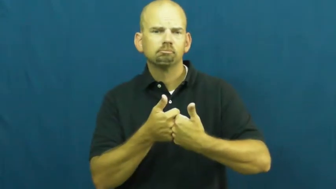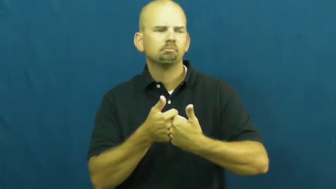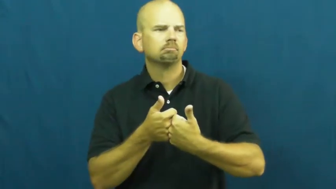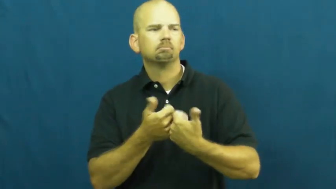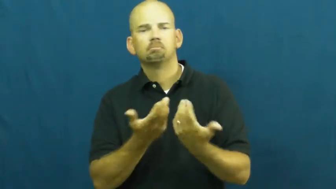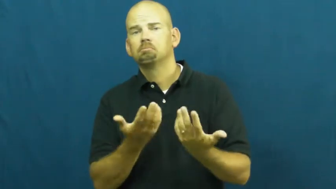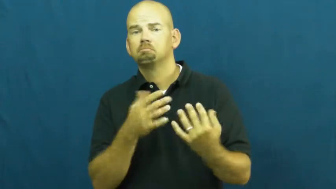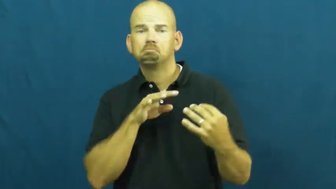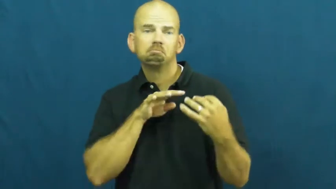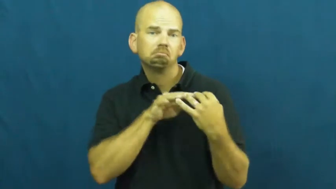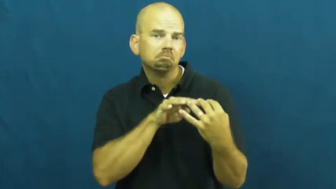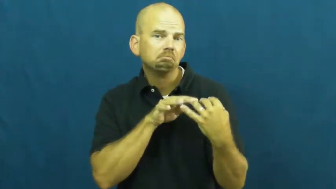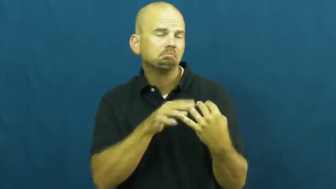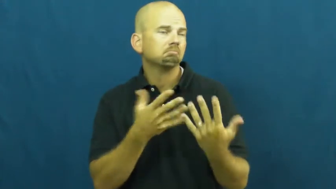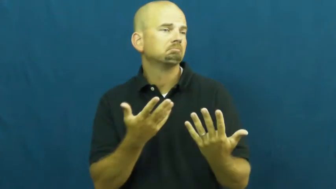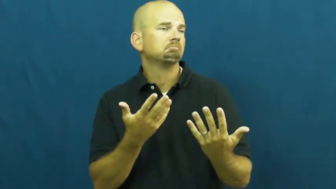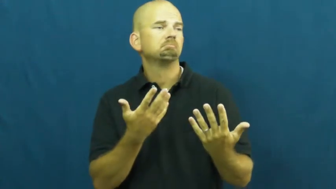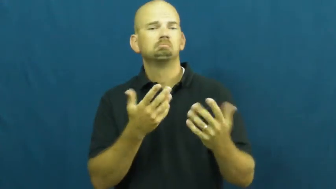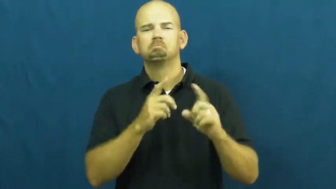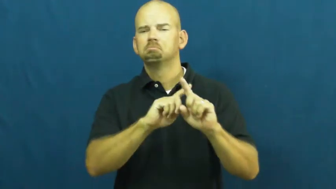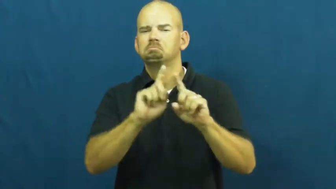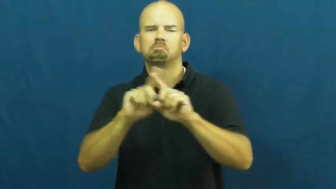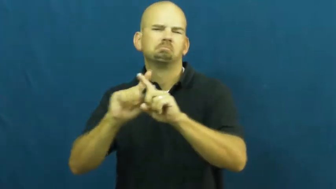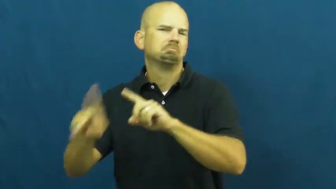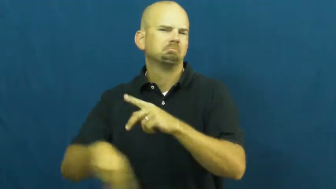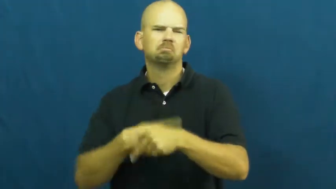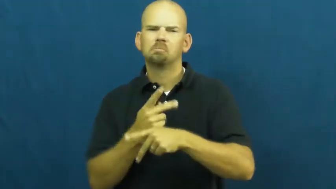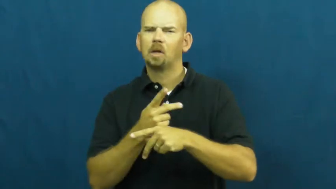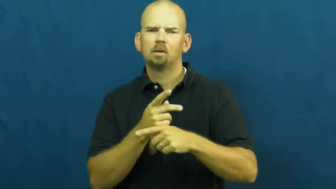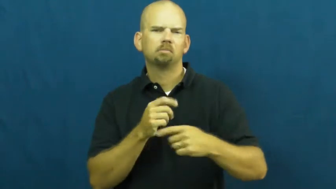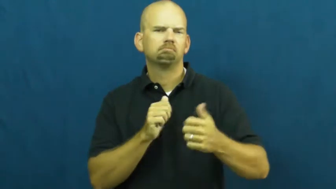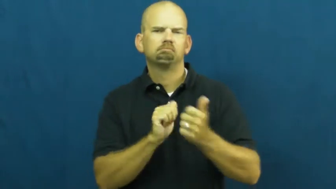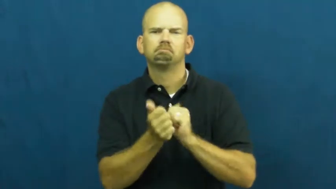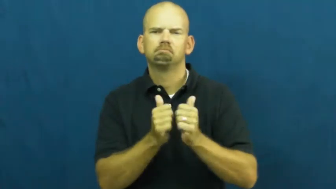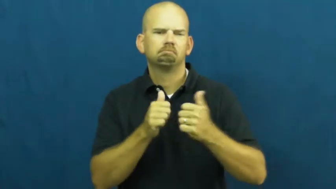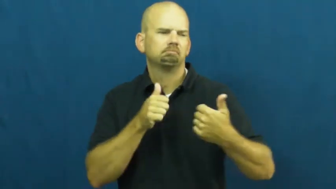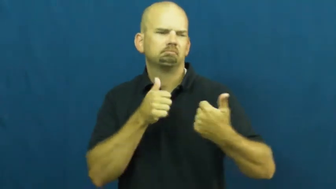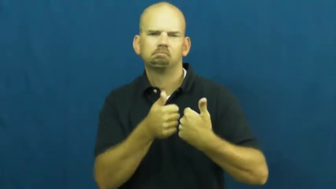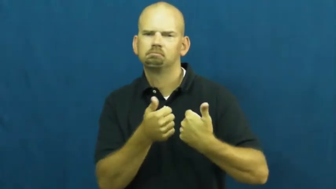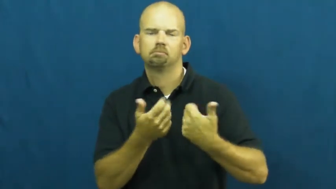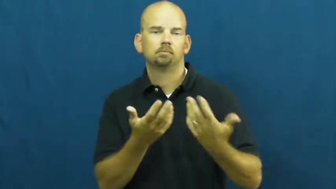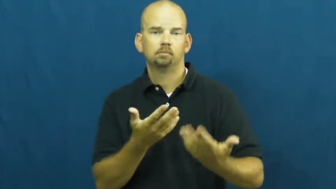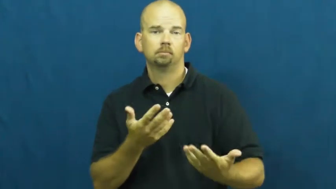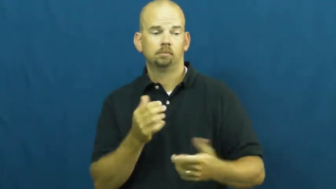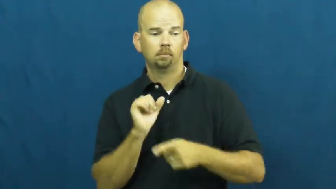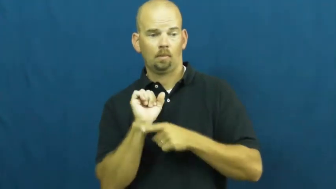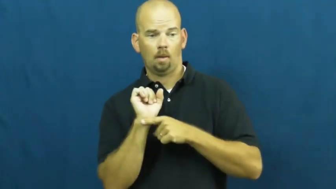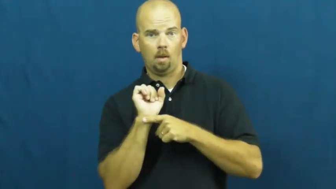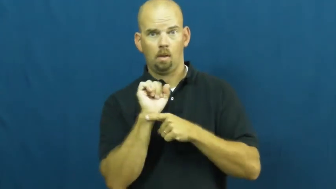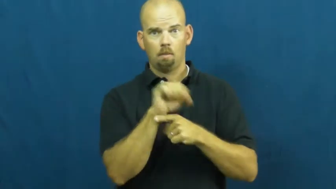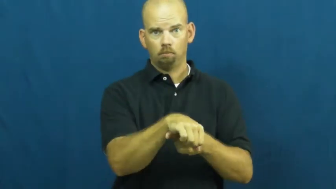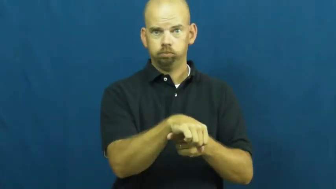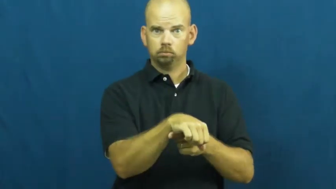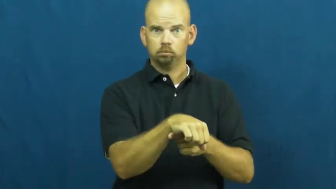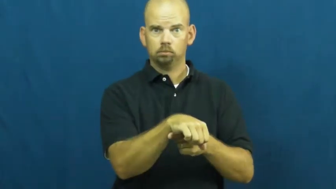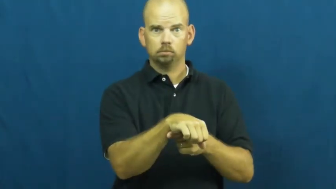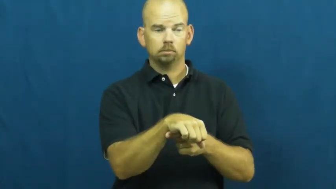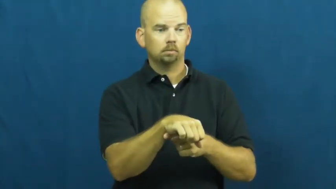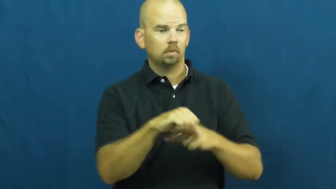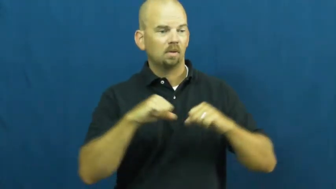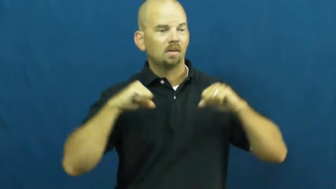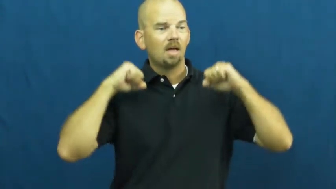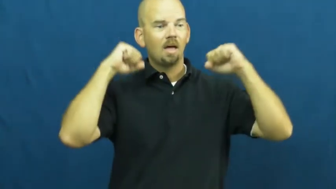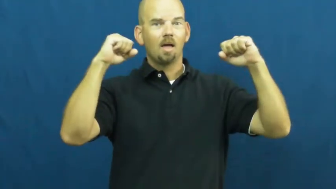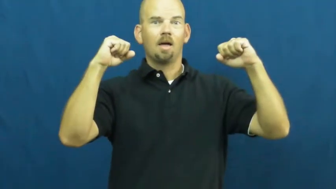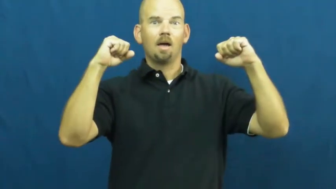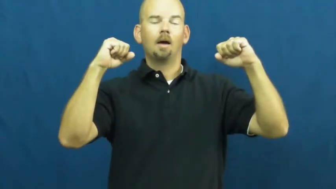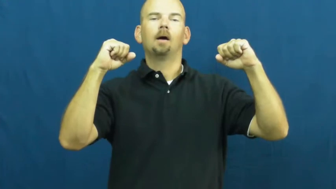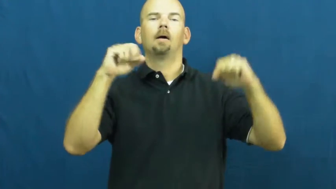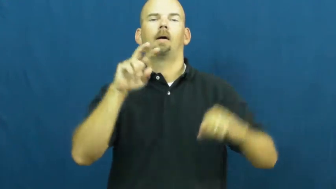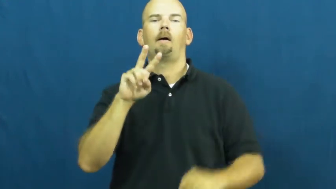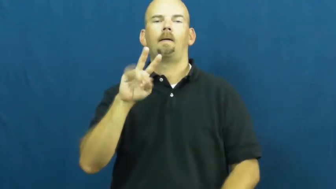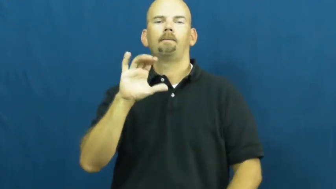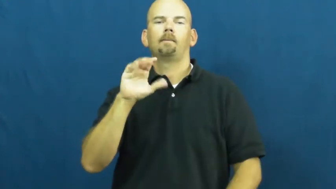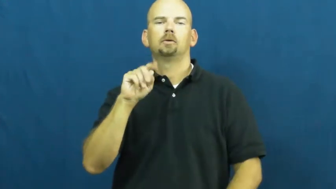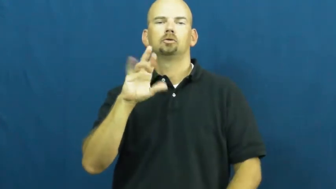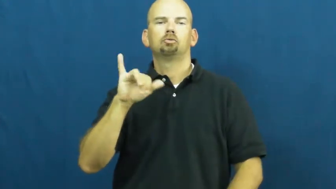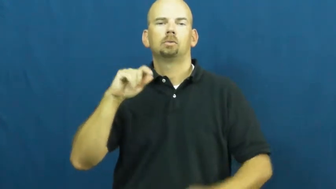victory